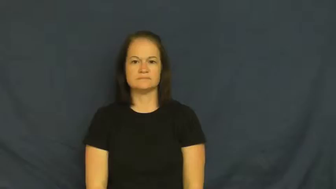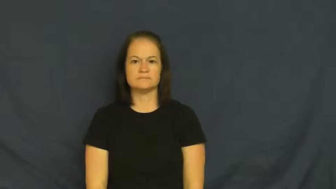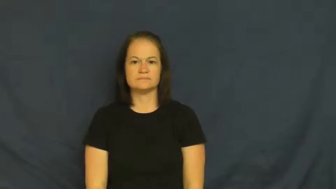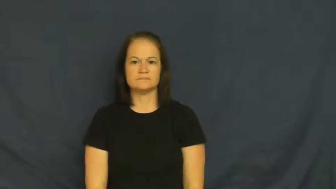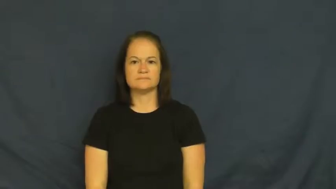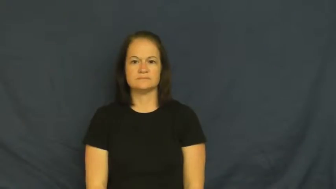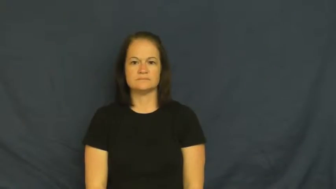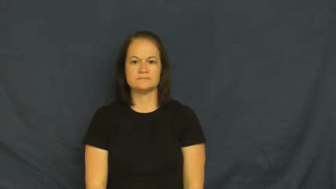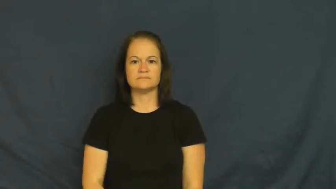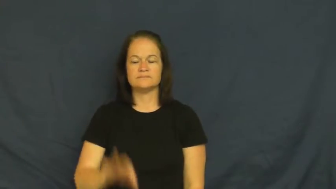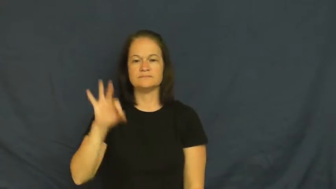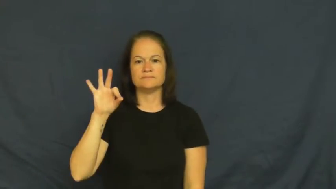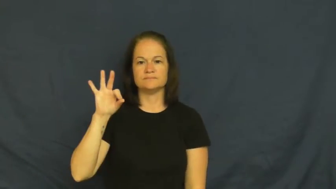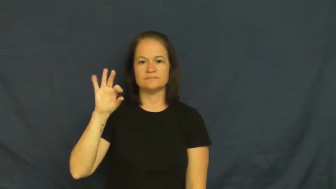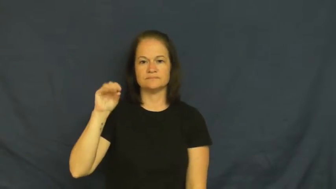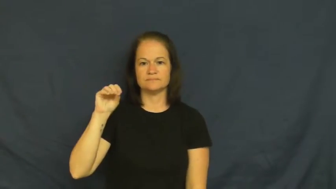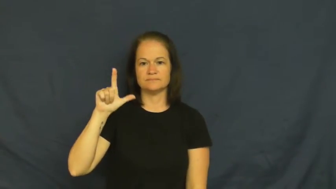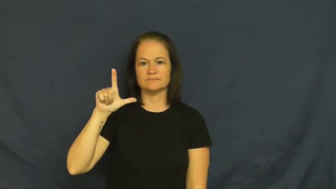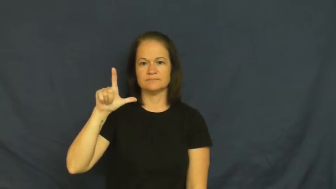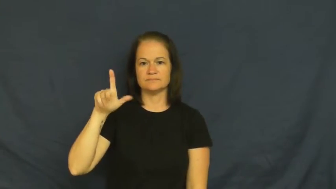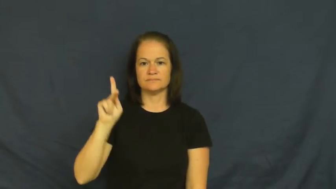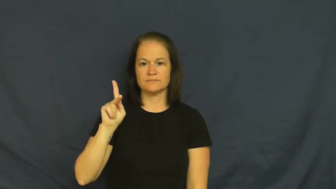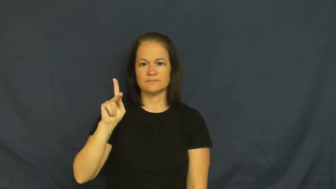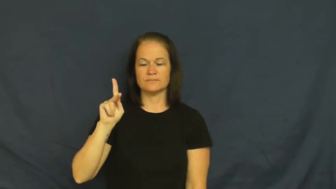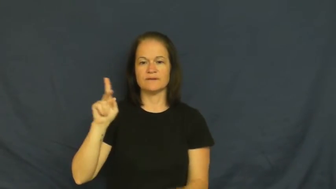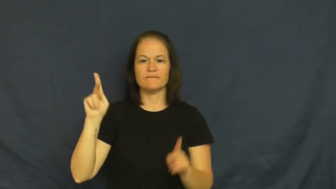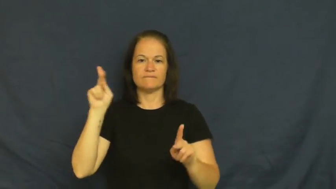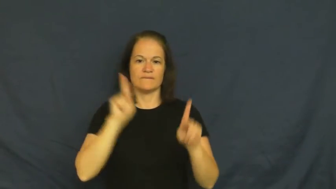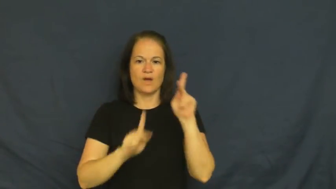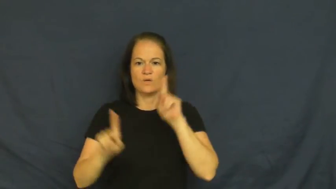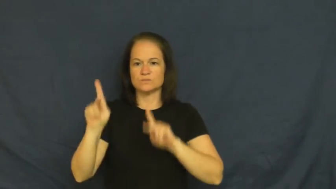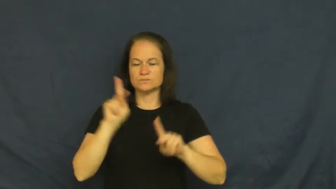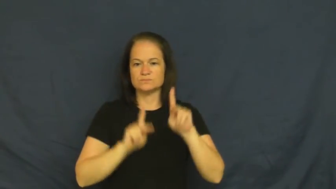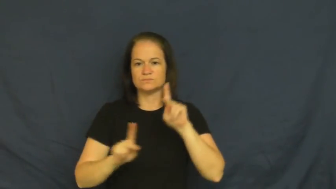folk